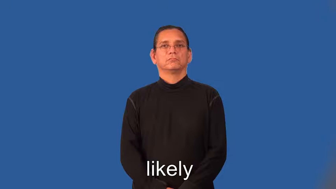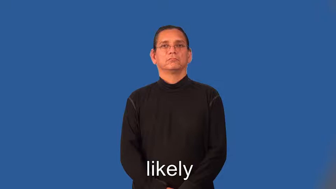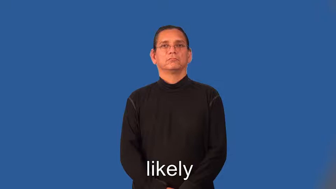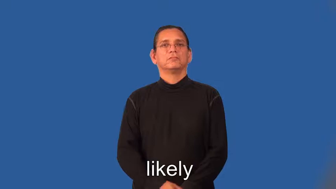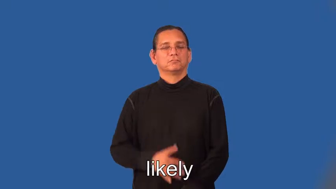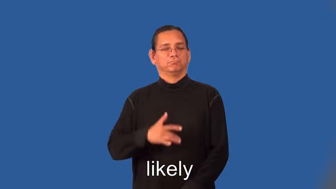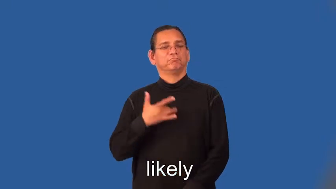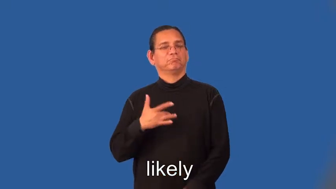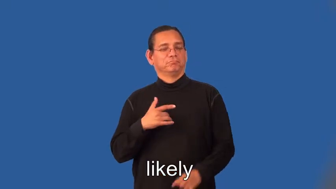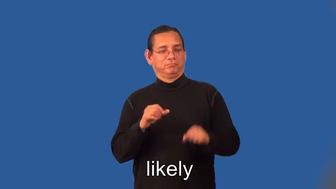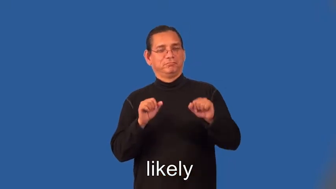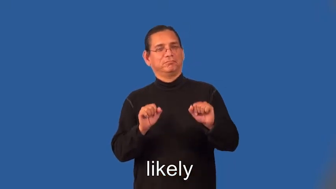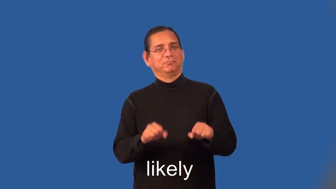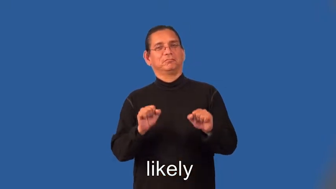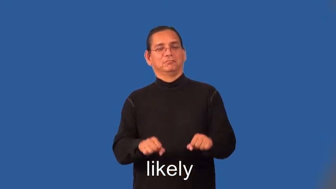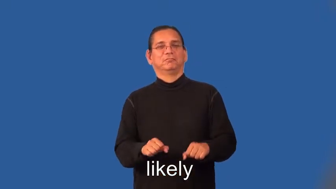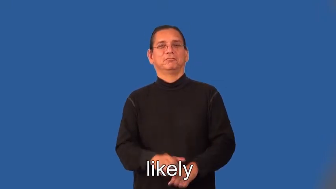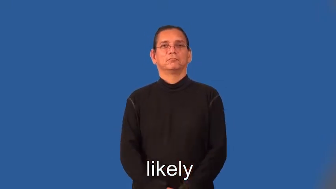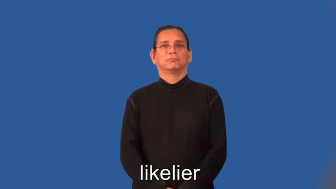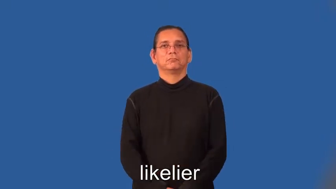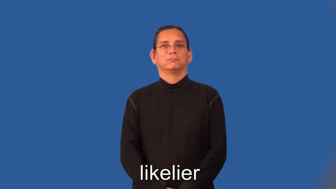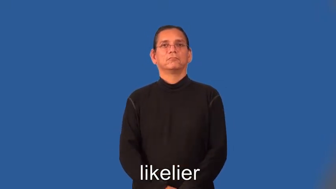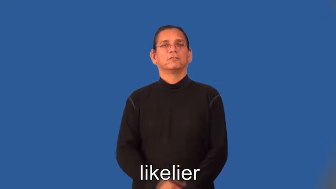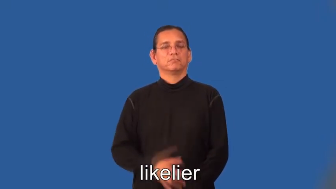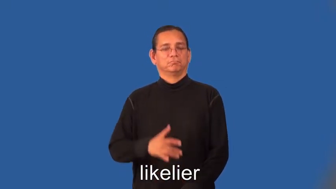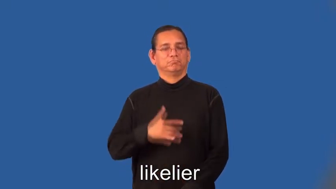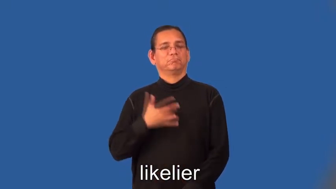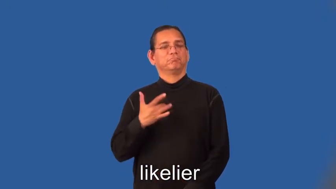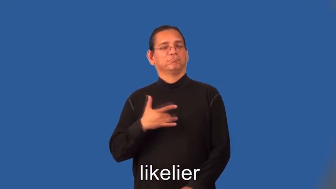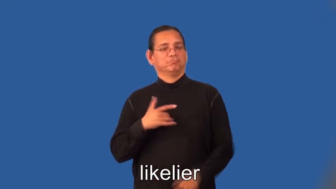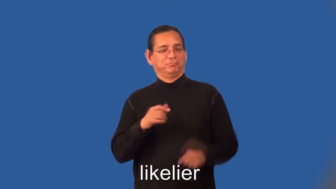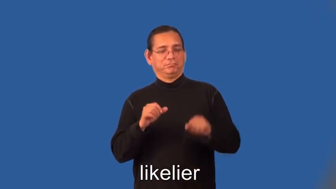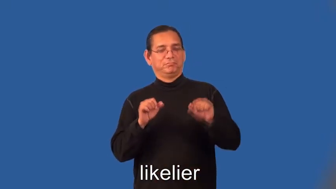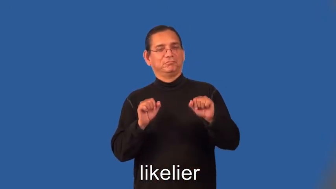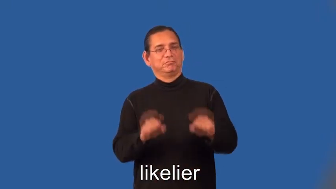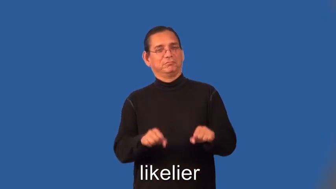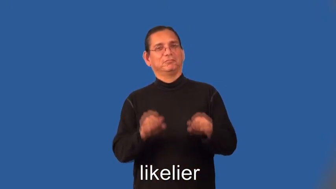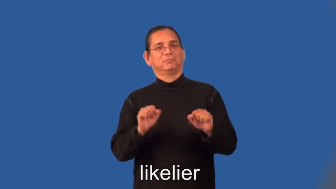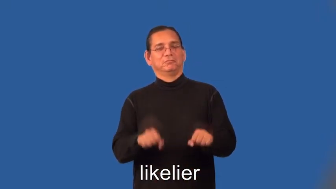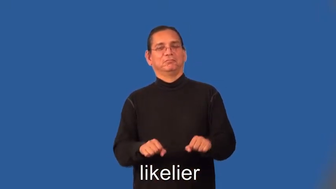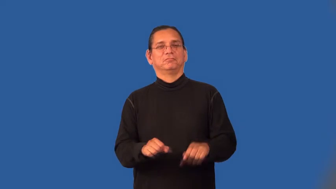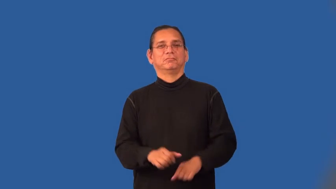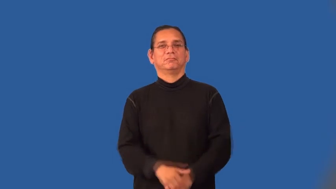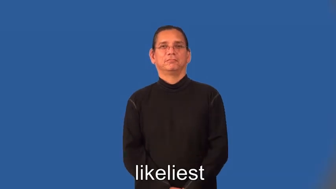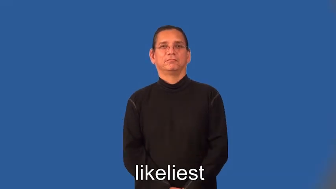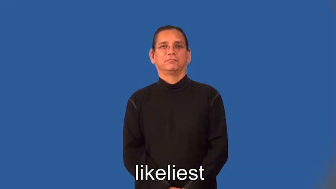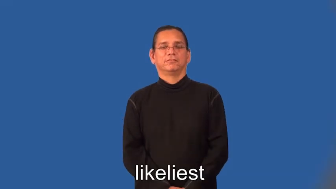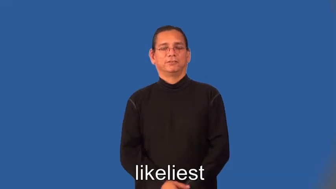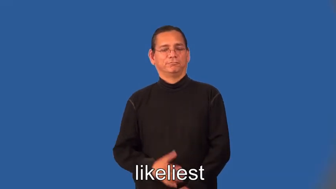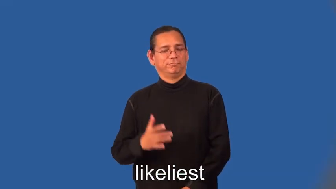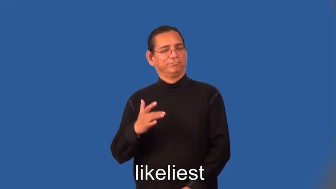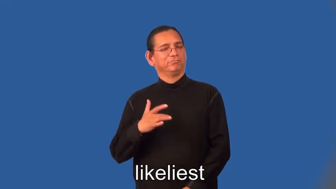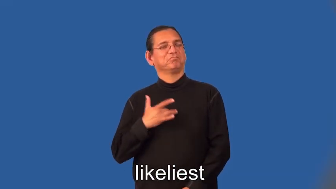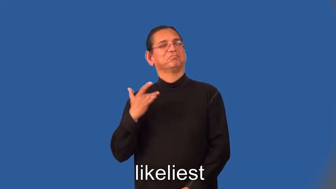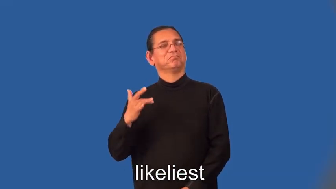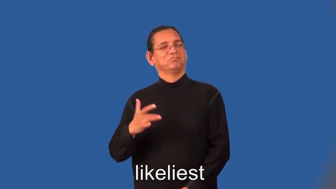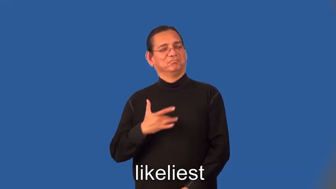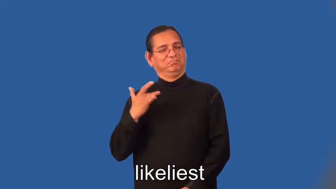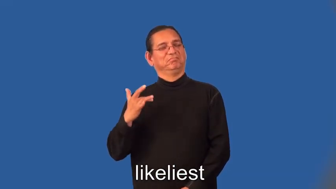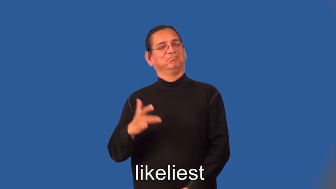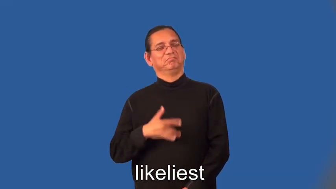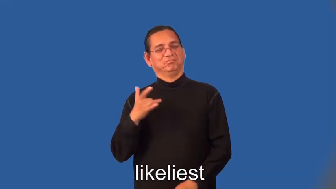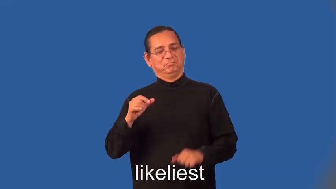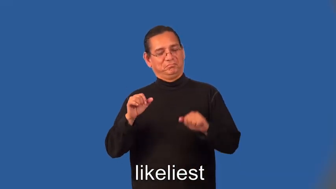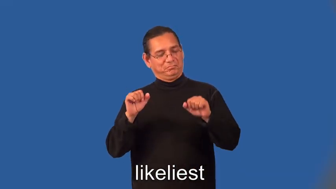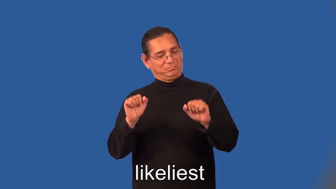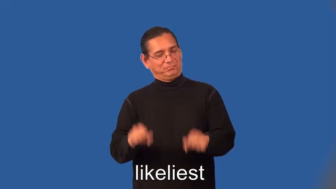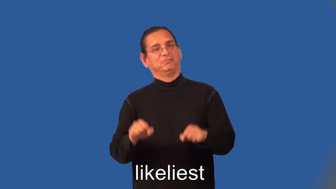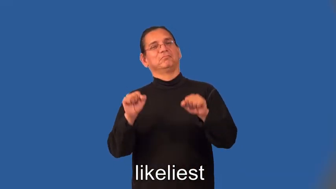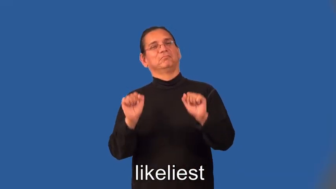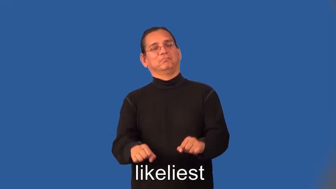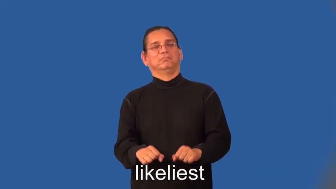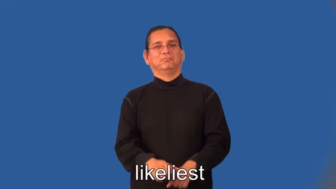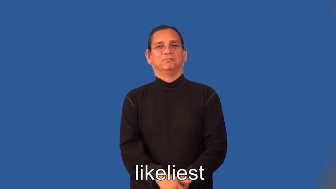likelier,likeliest